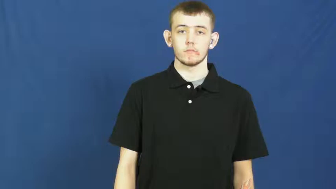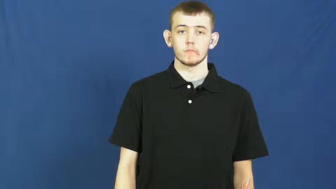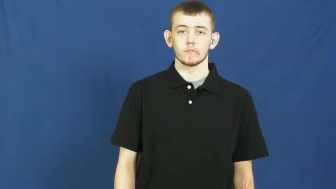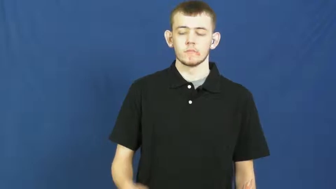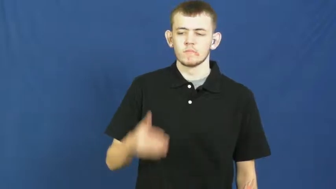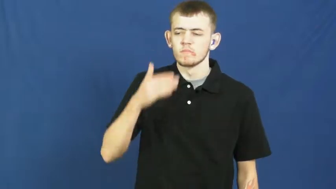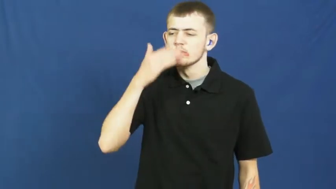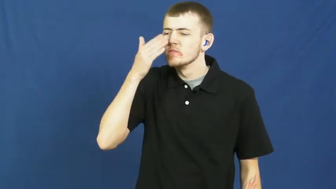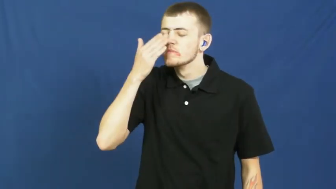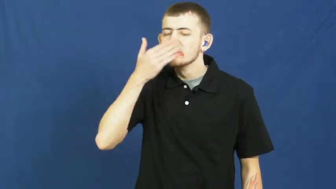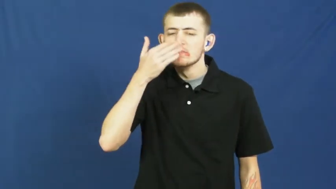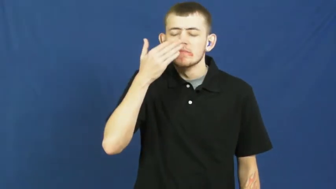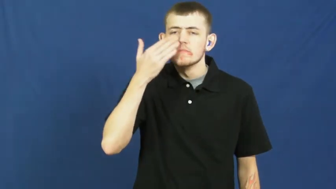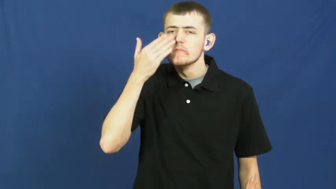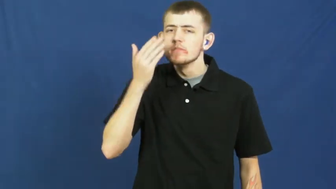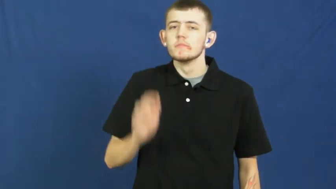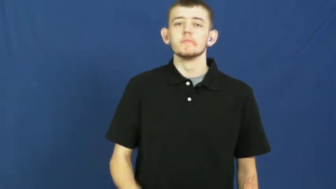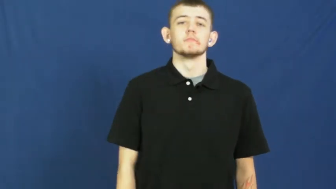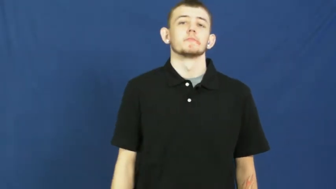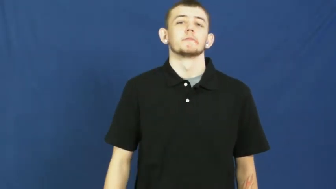sniff,sniff at